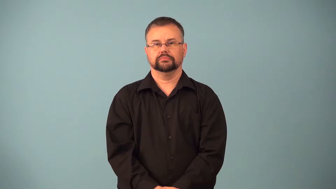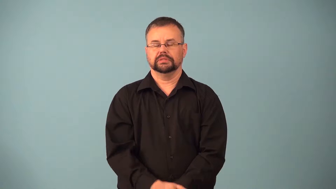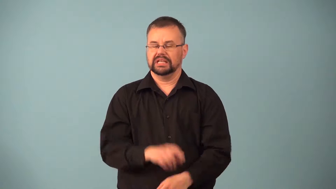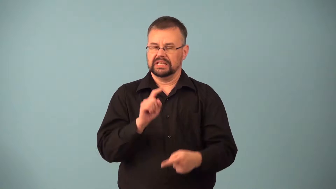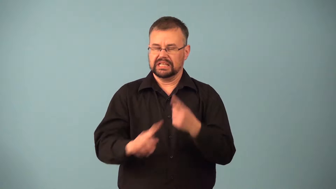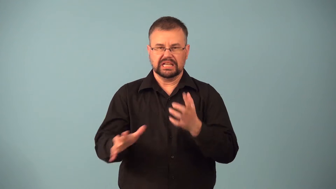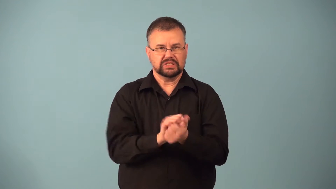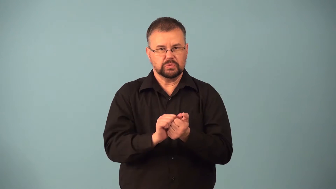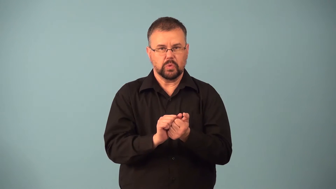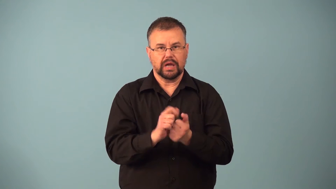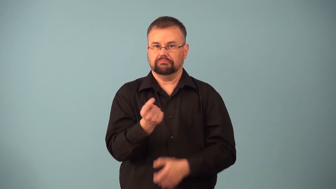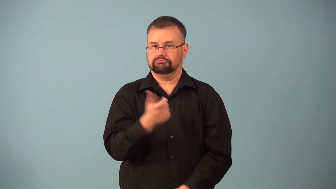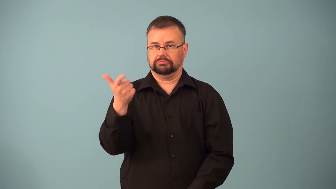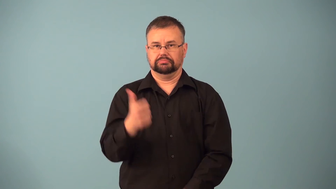ineradicable